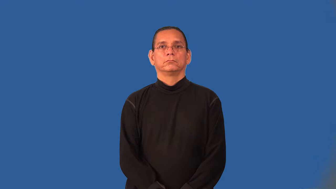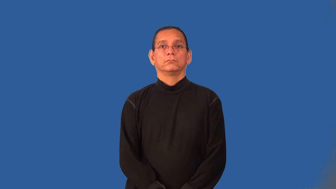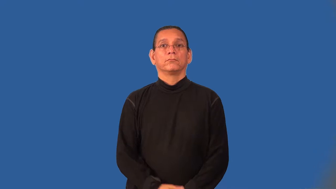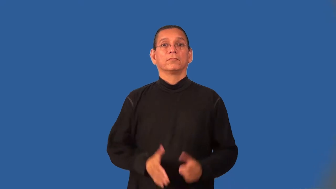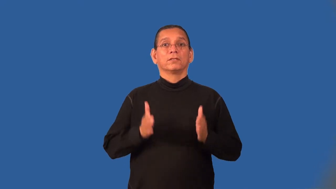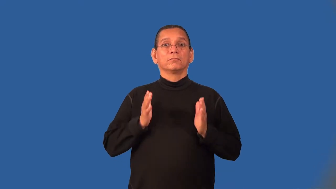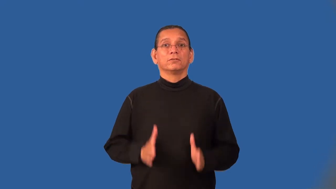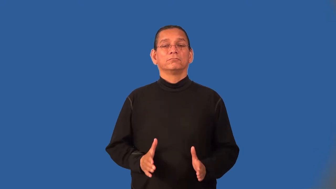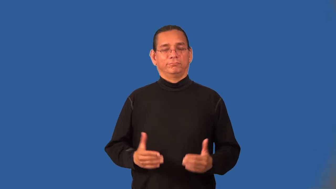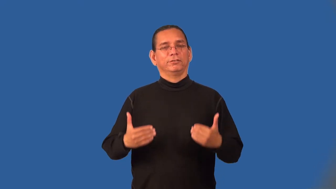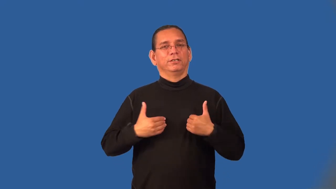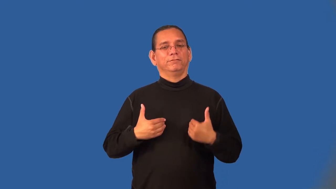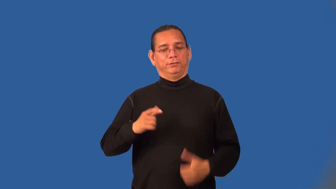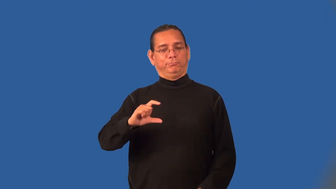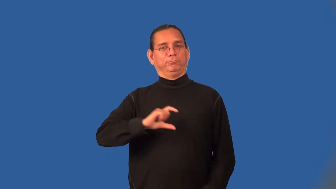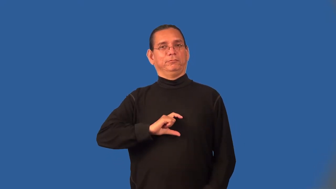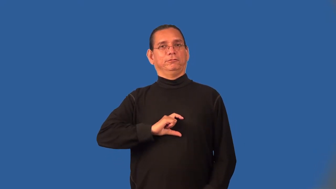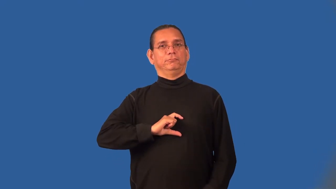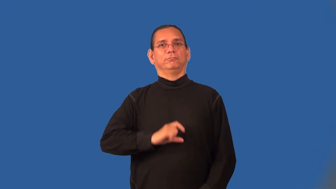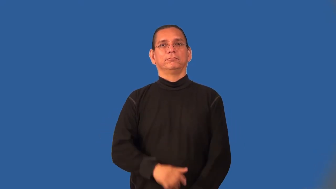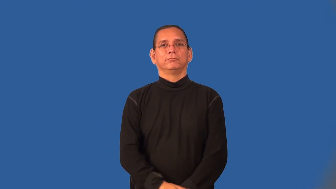medalist